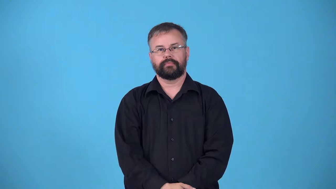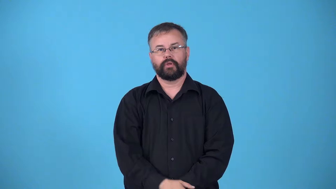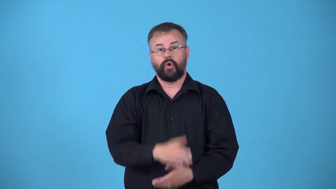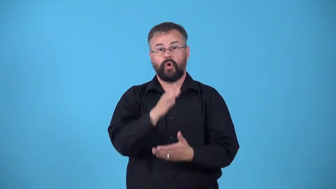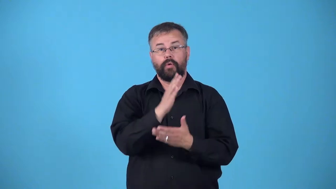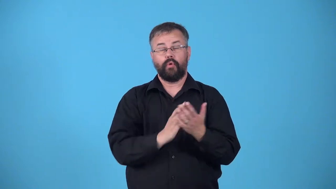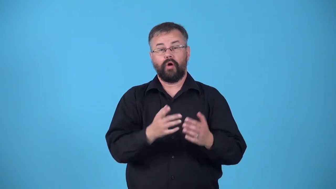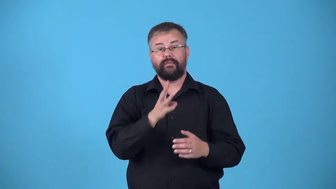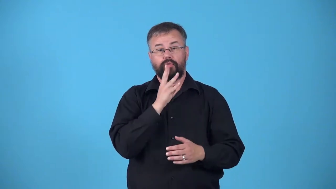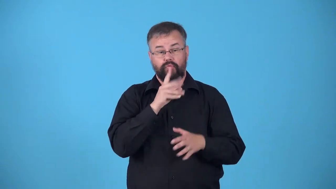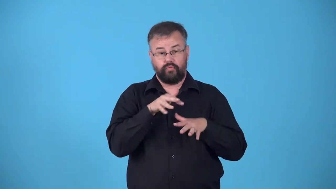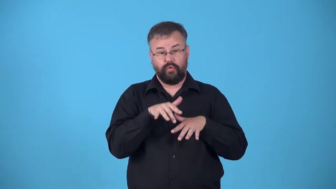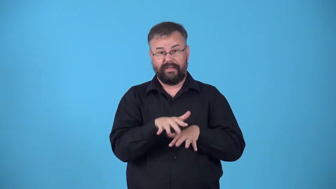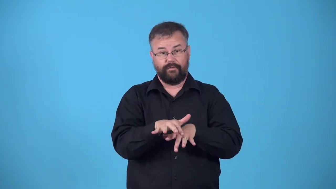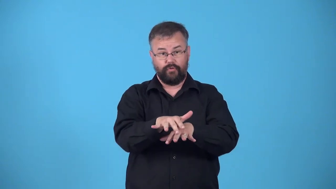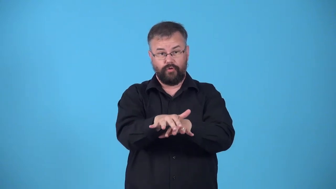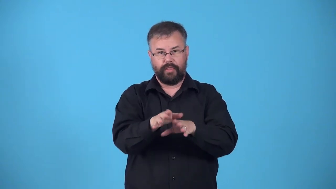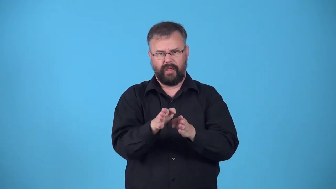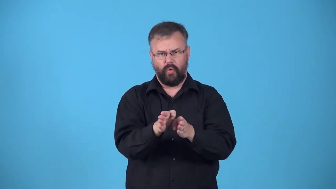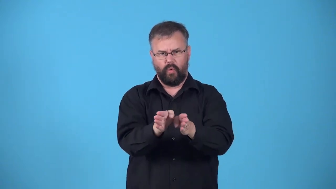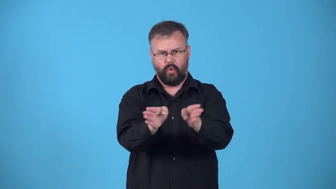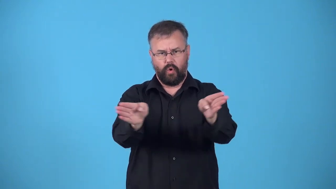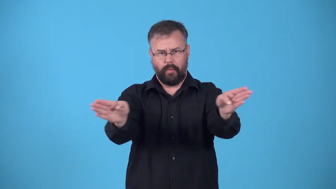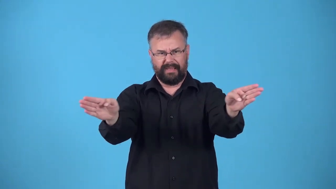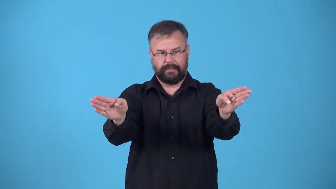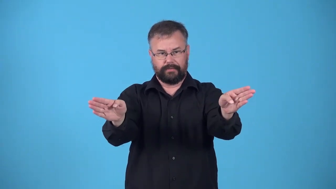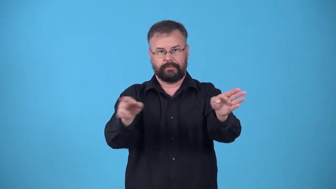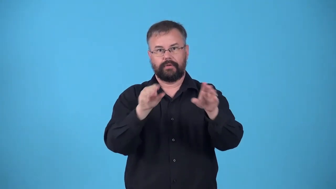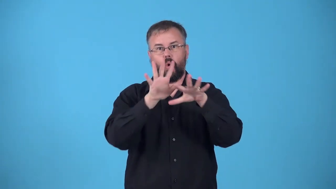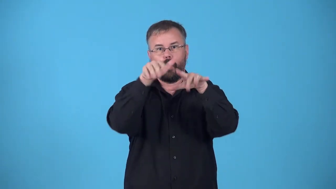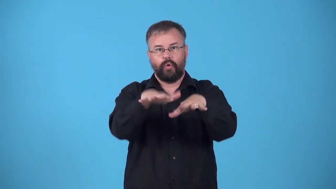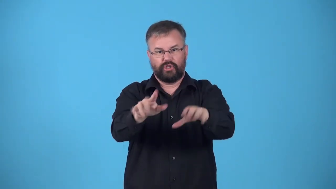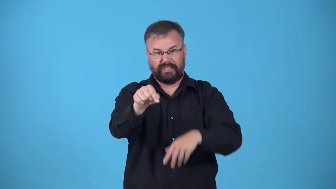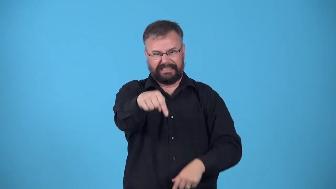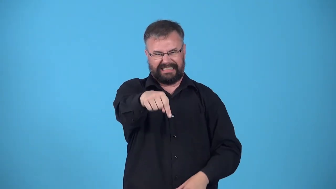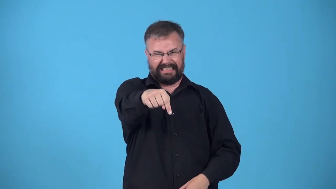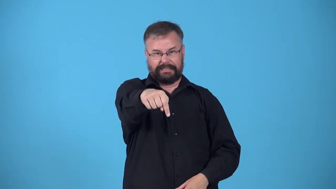mouth-river